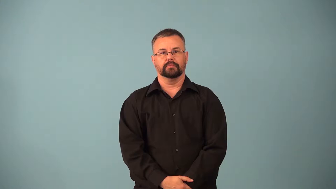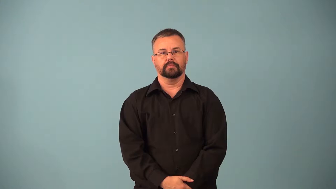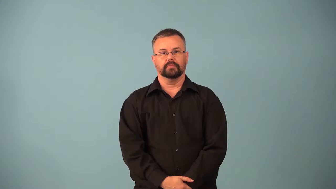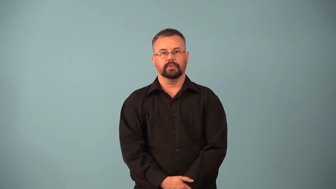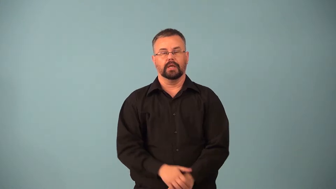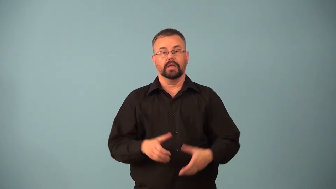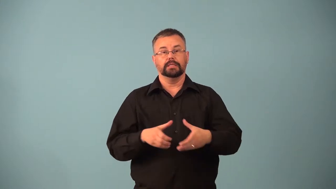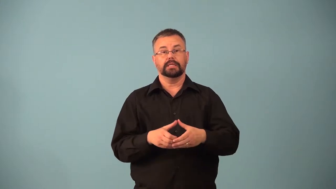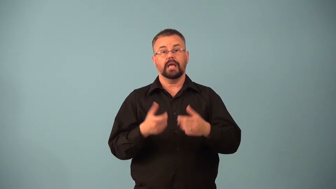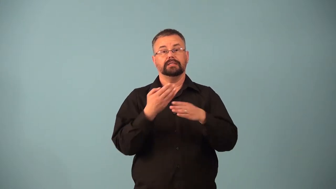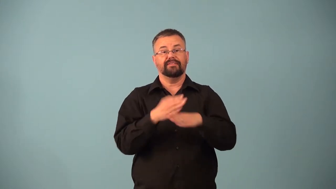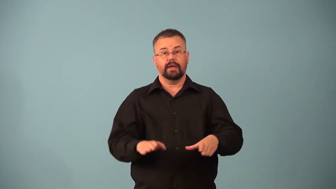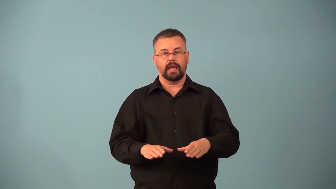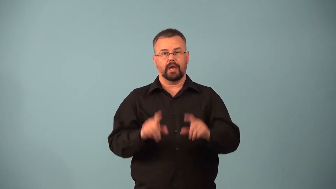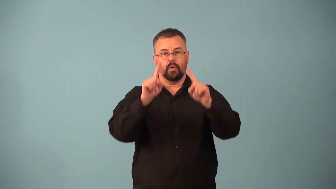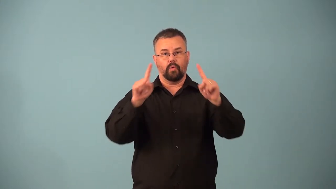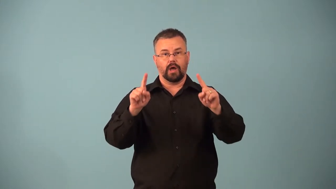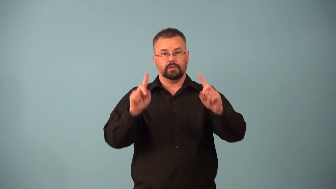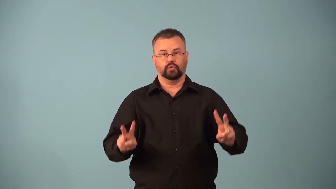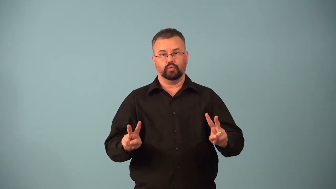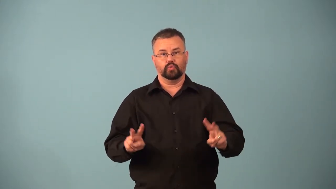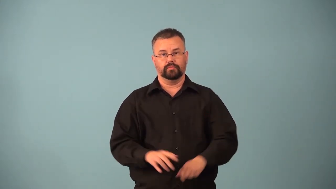meiosis